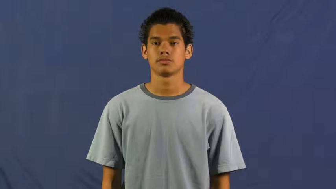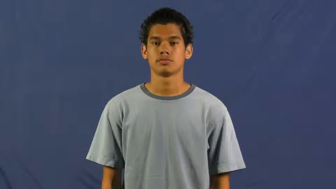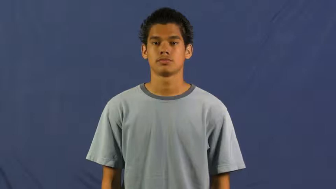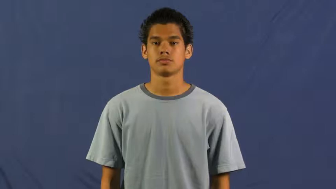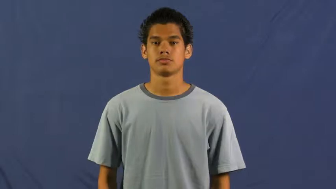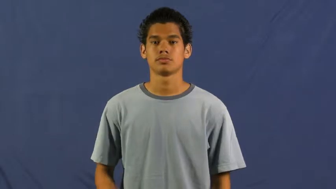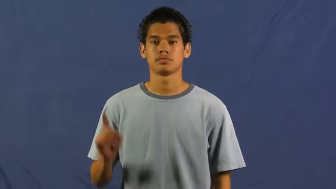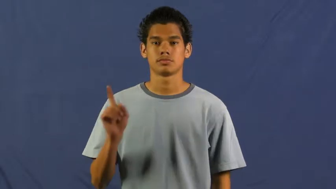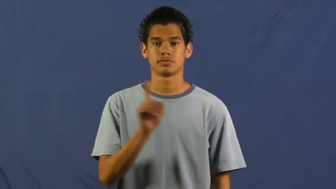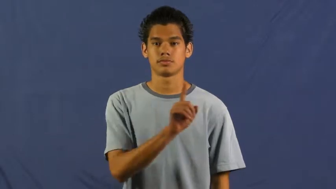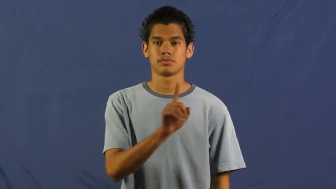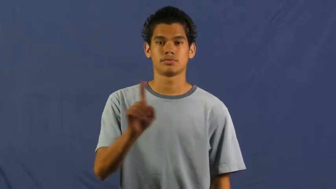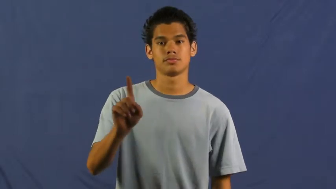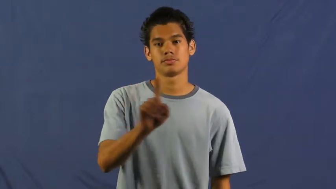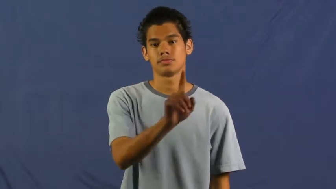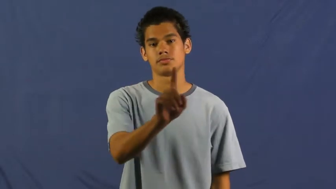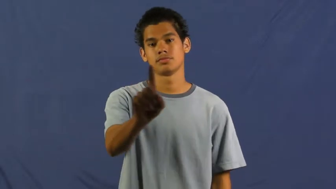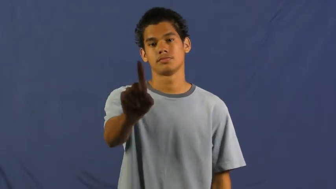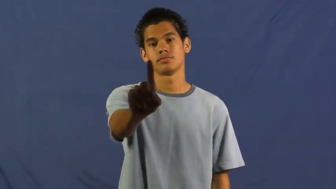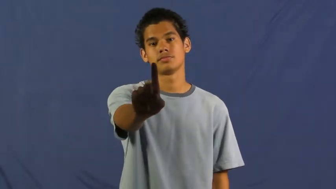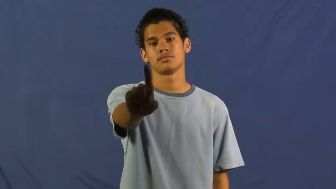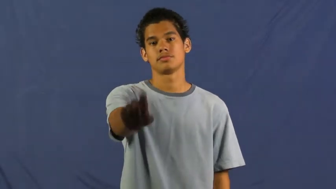stray